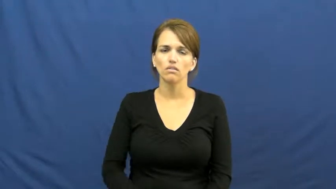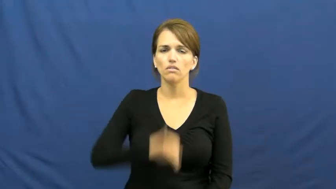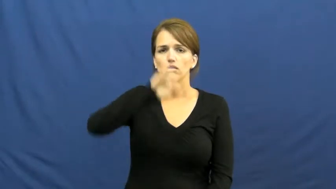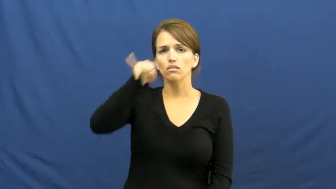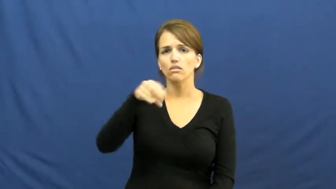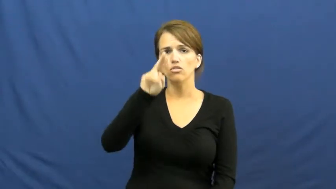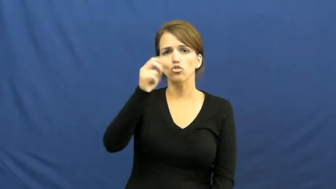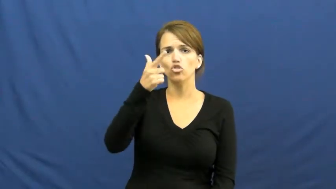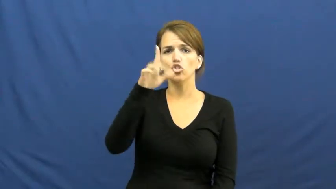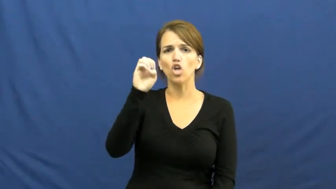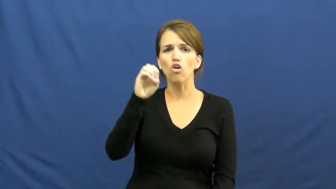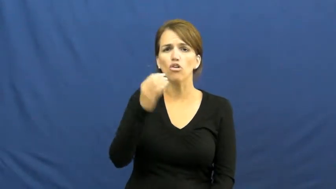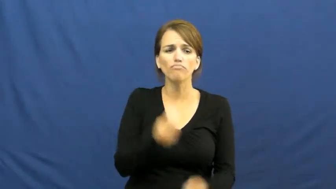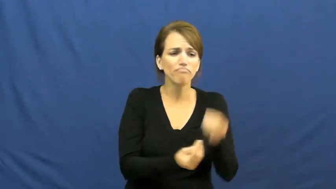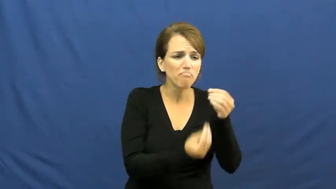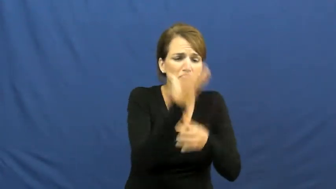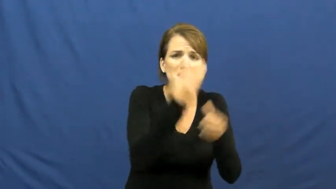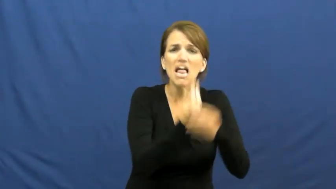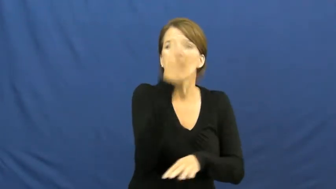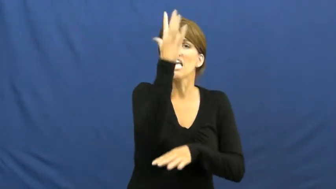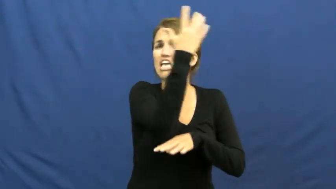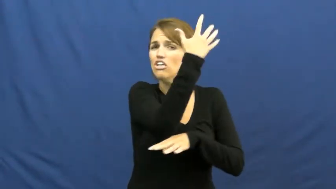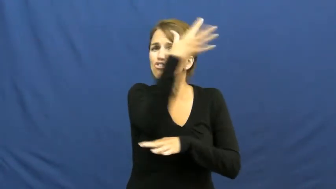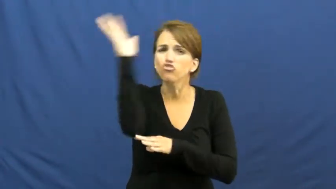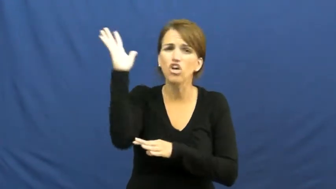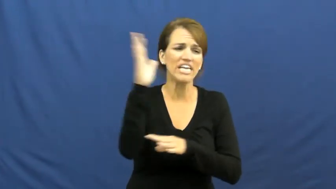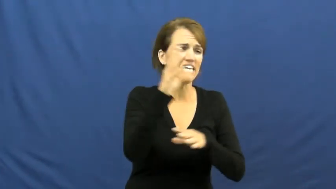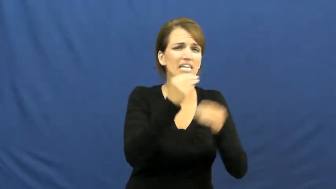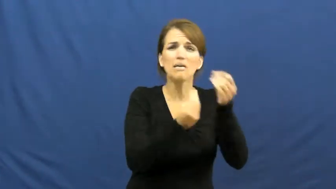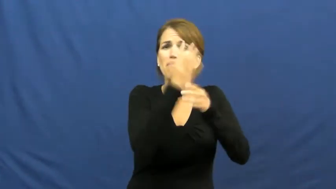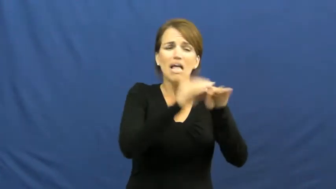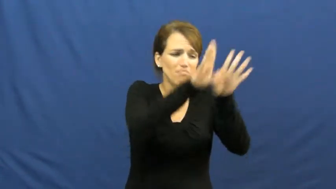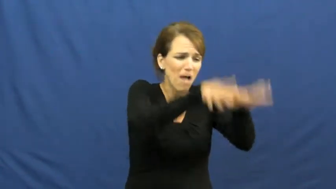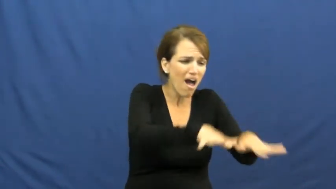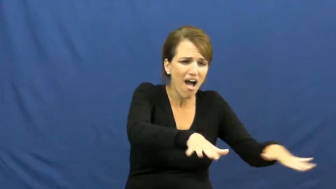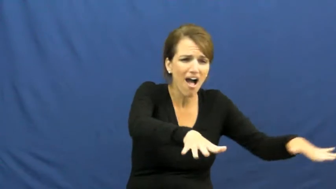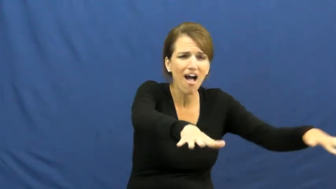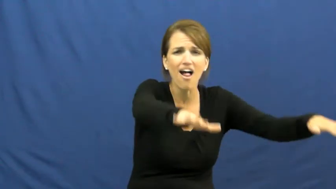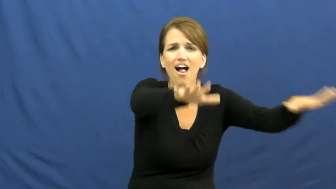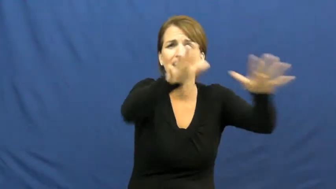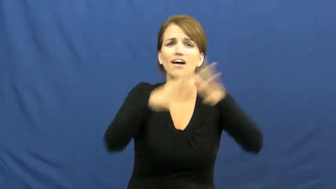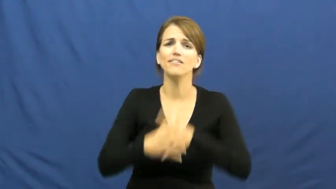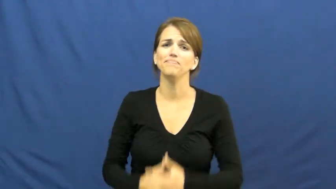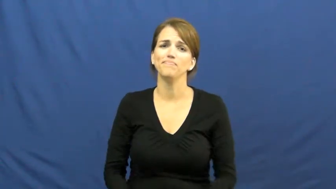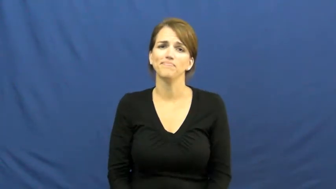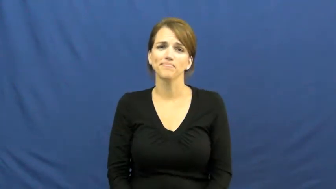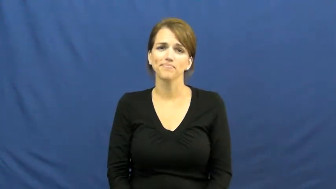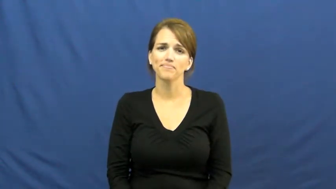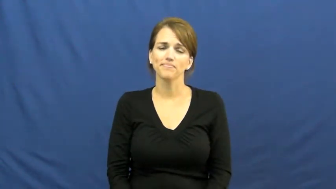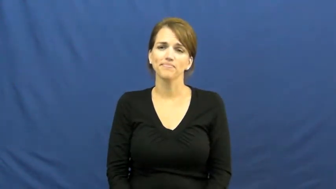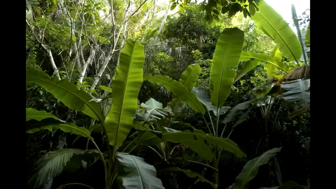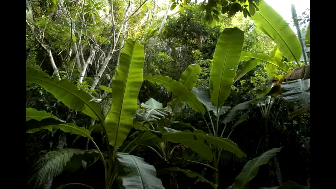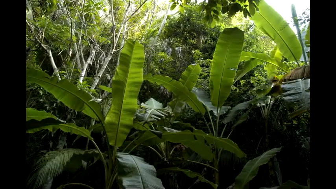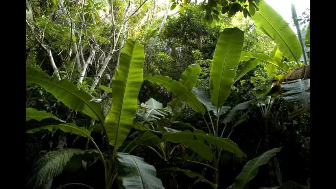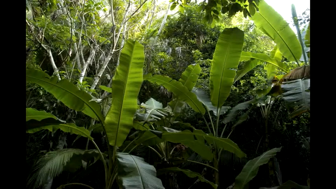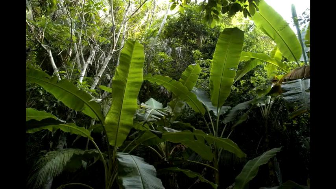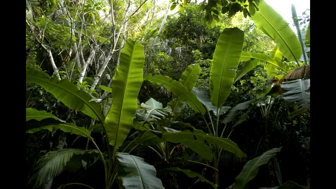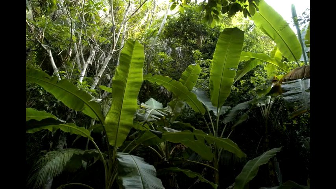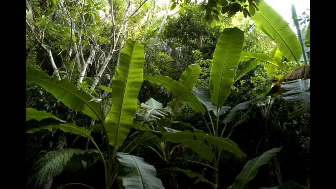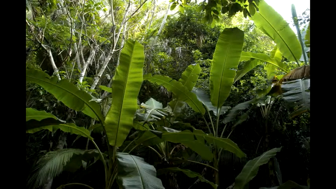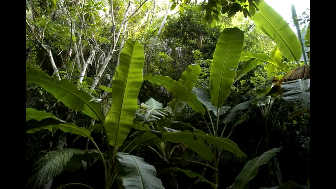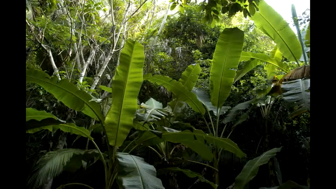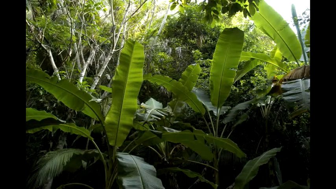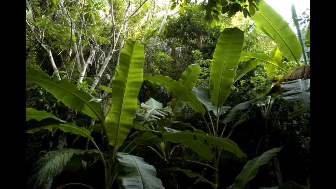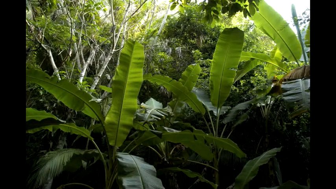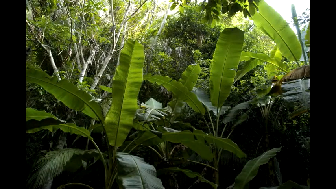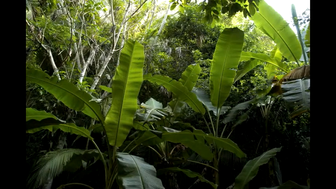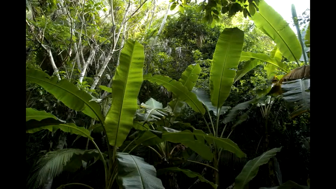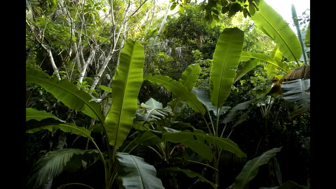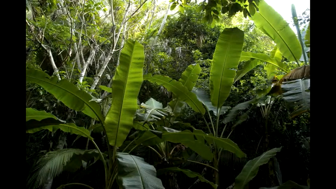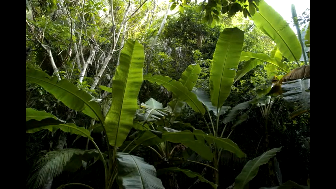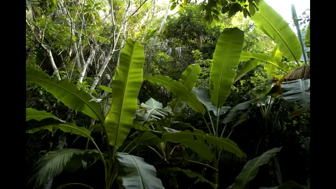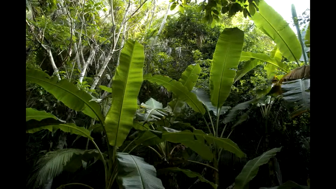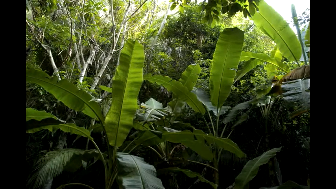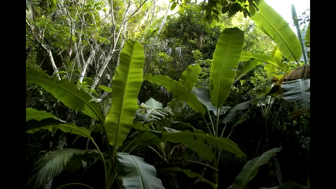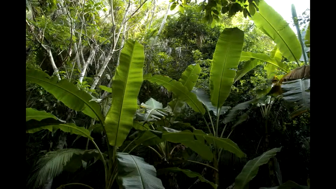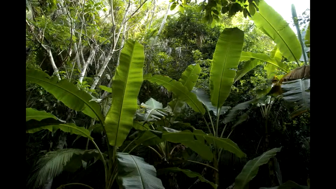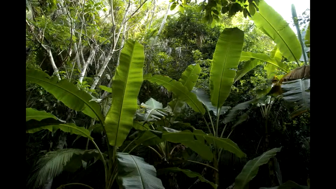jungle